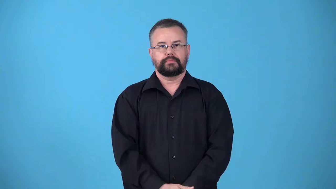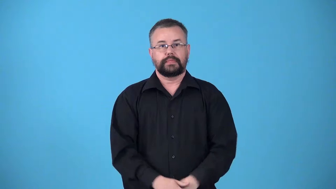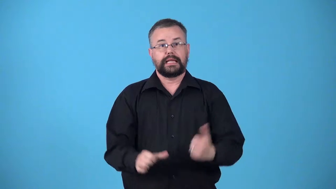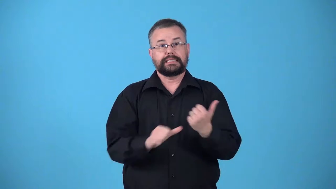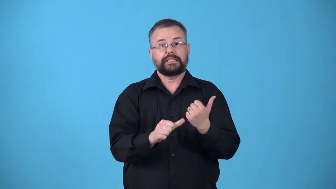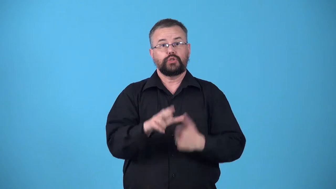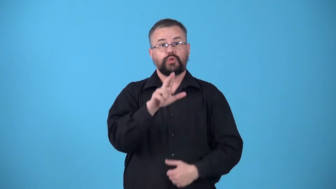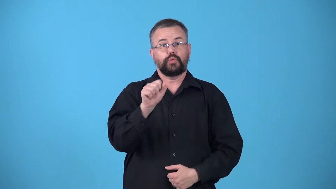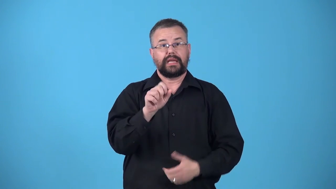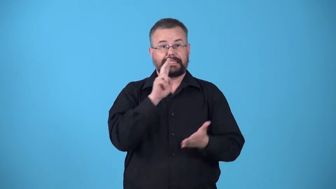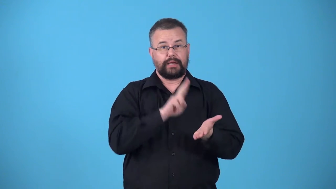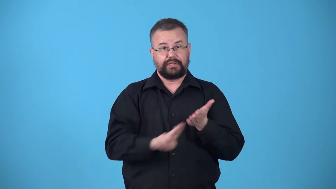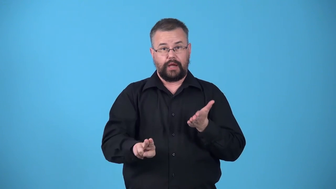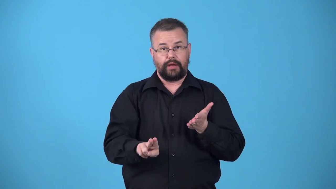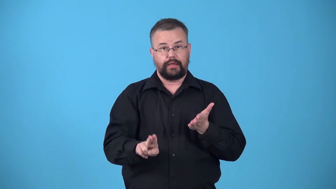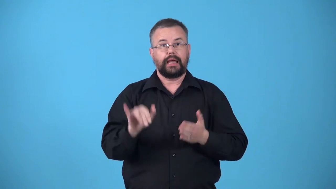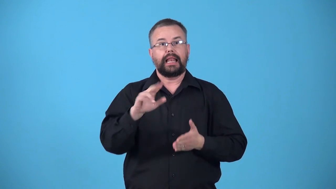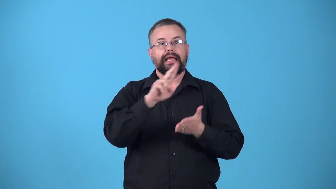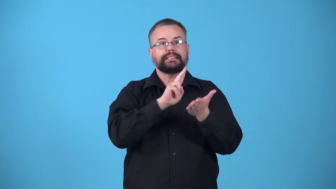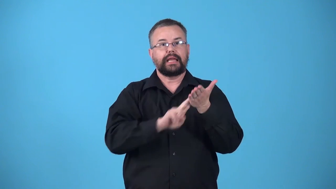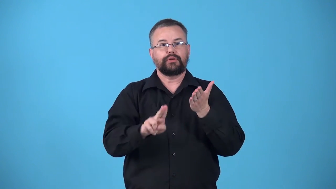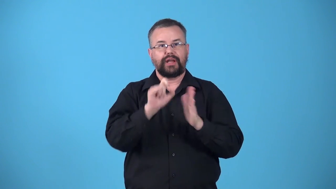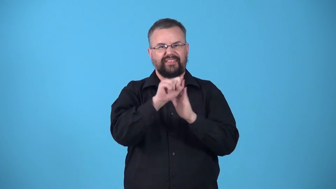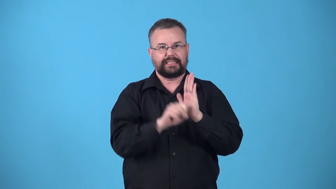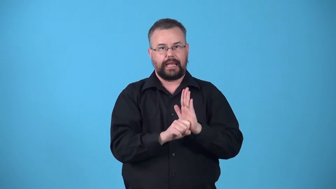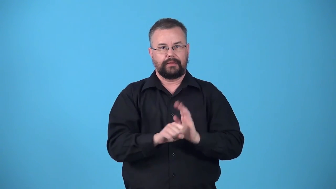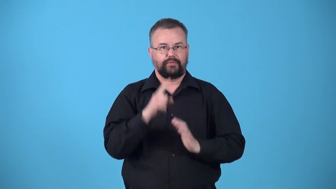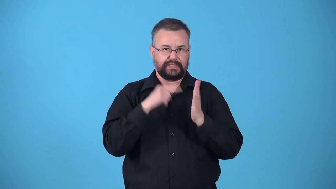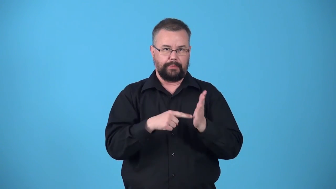undersecretary